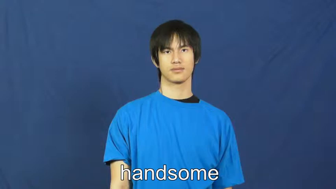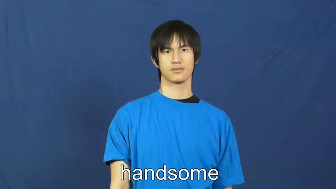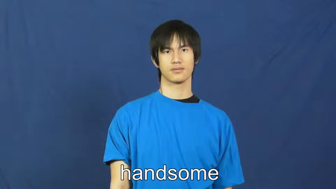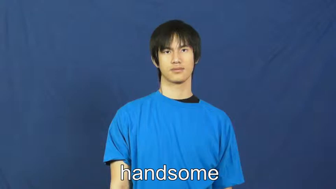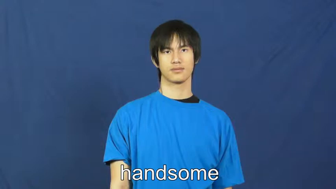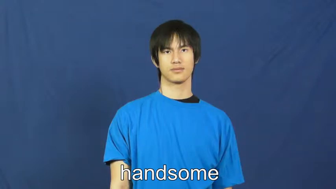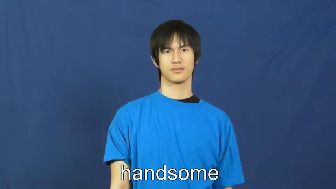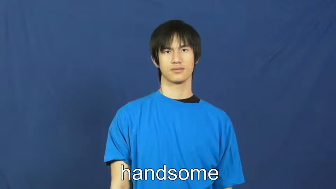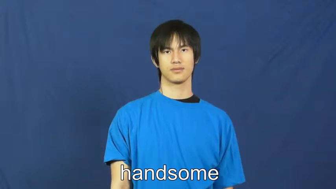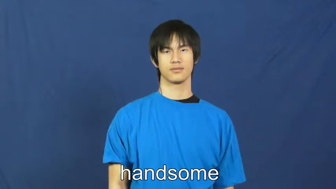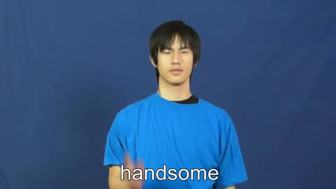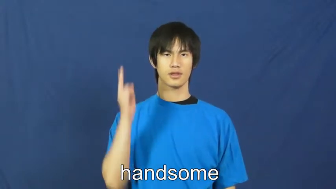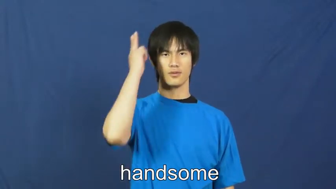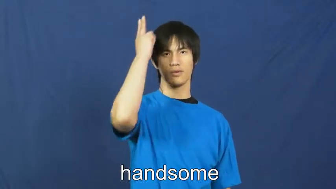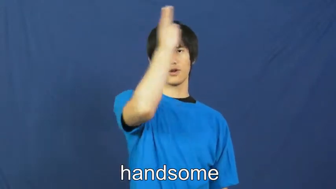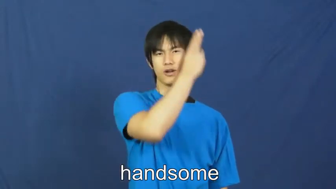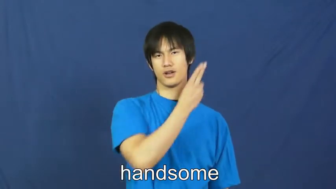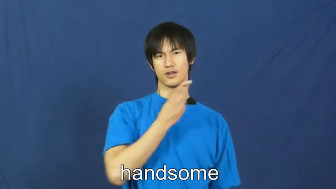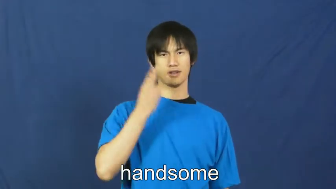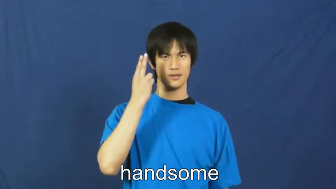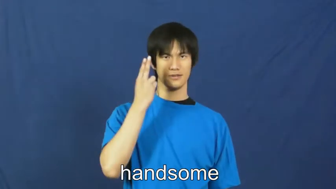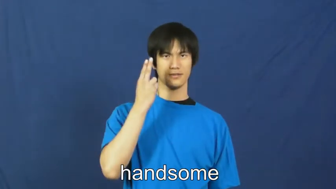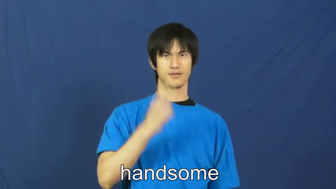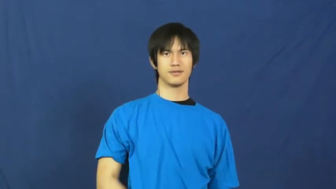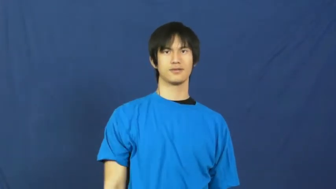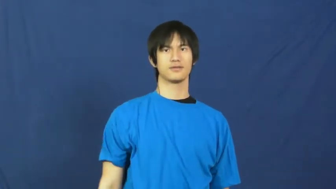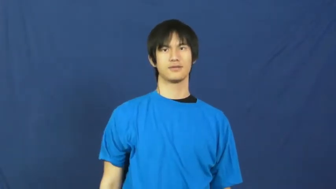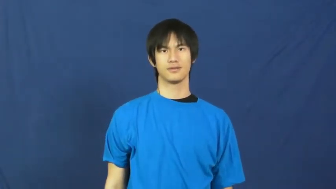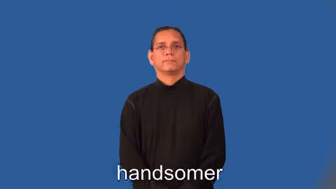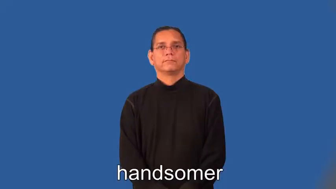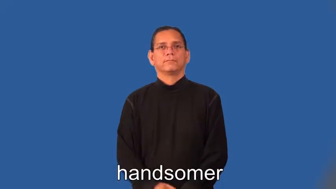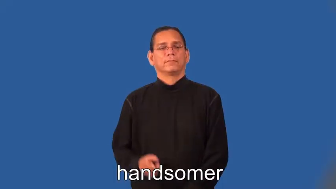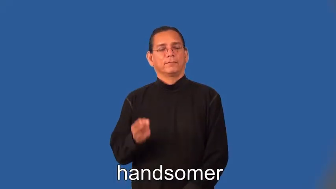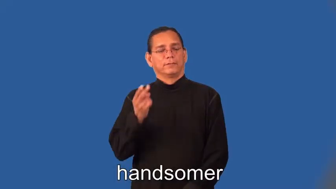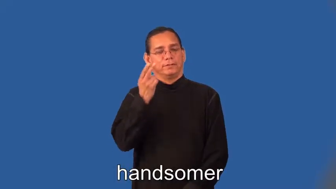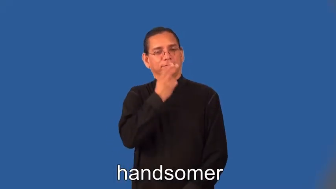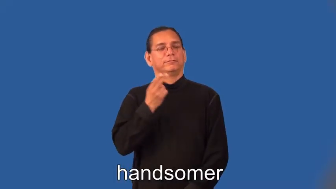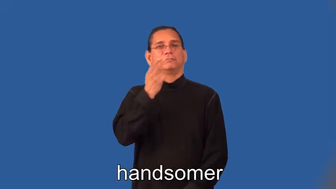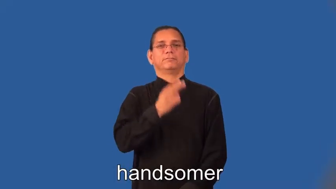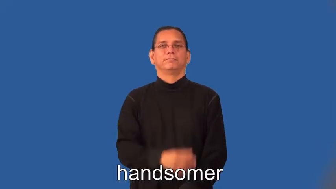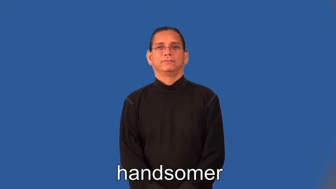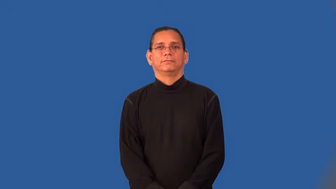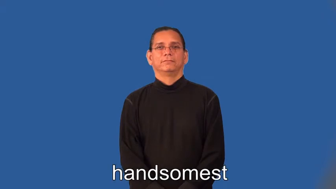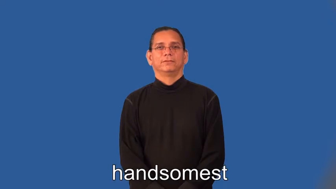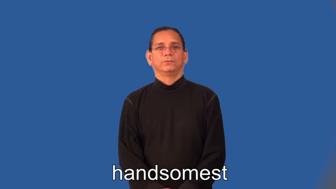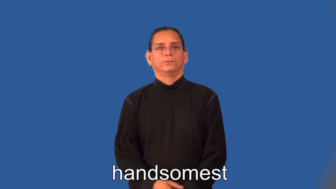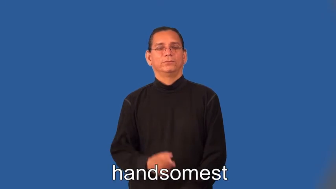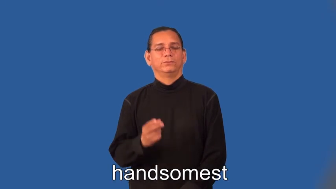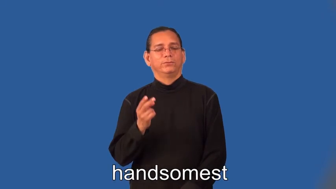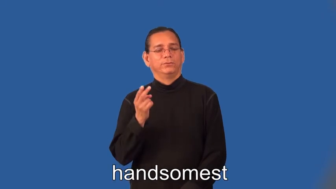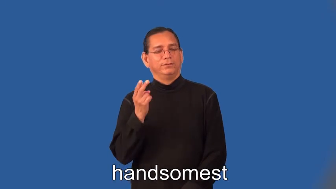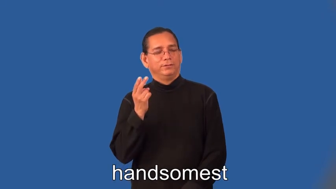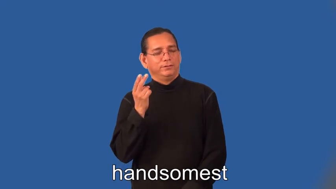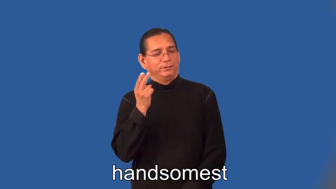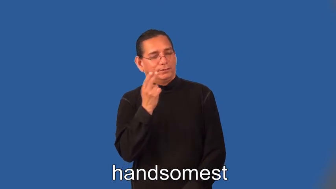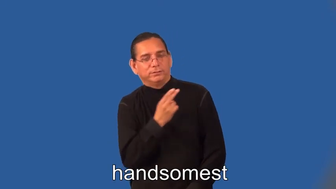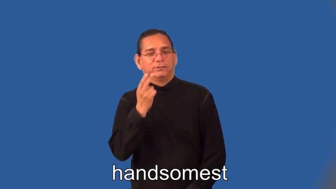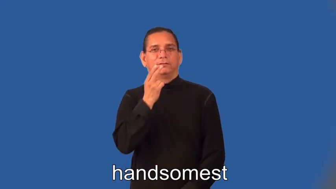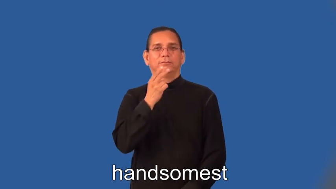handsome,handsomer